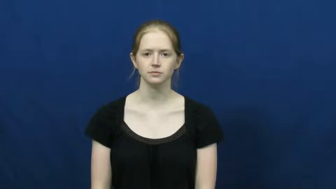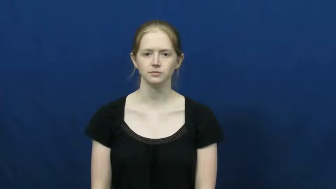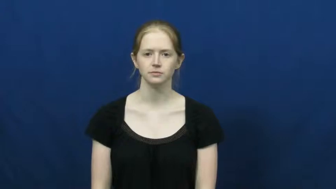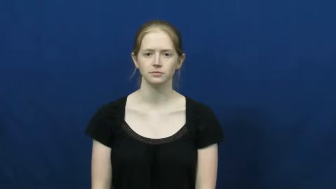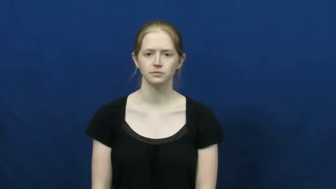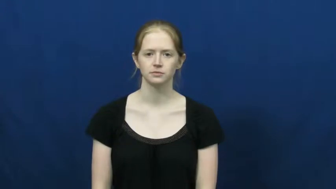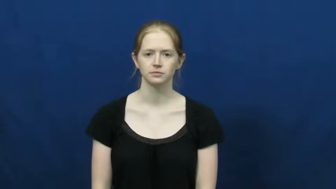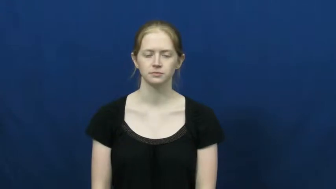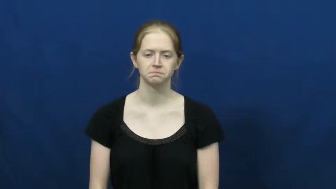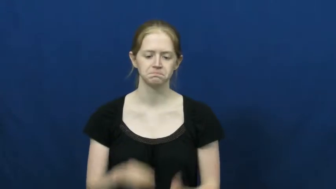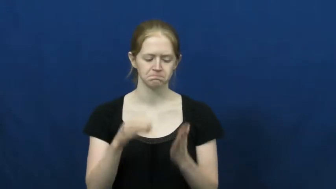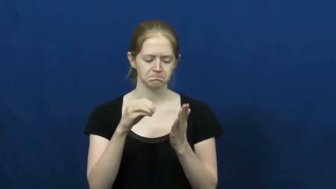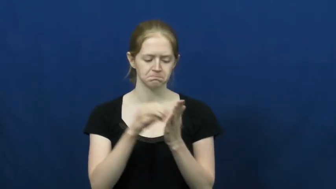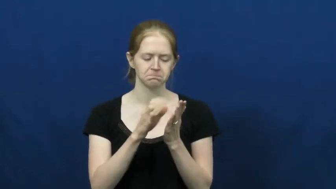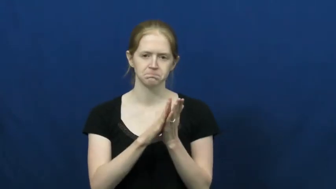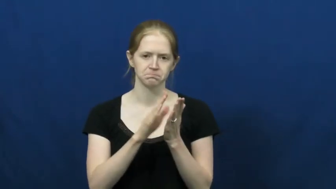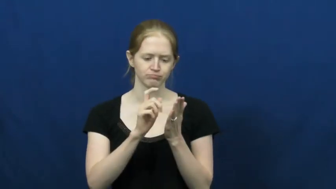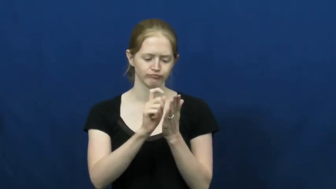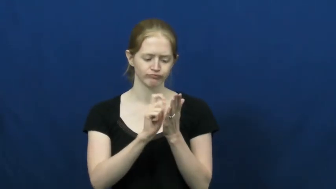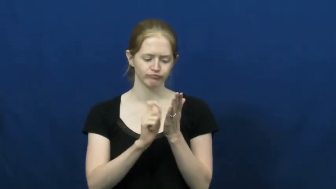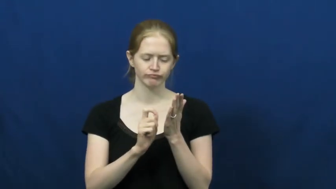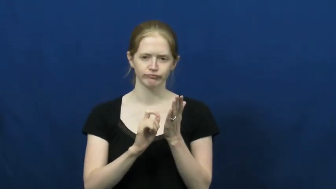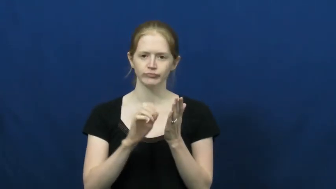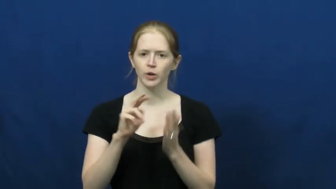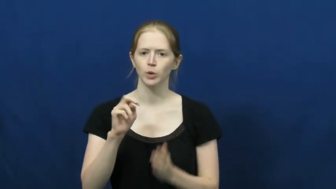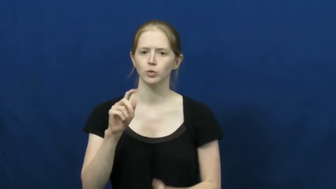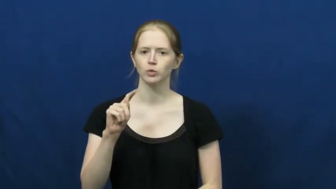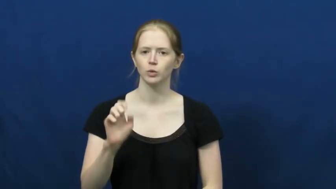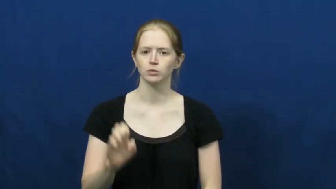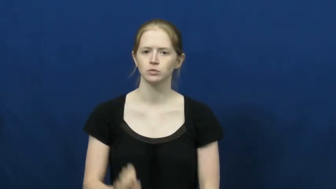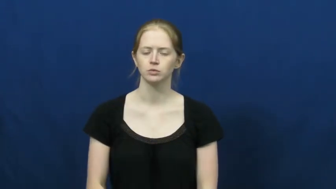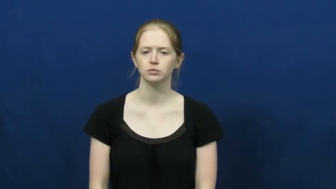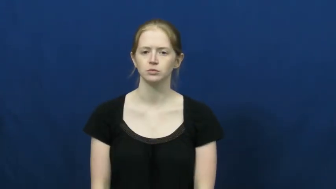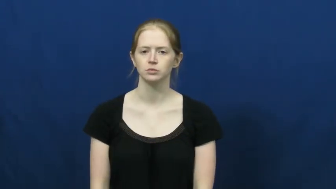note,get down,chronicle,jot,notelet,billet